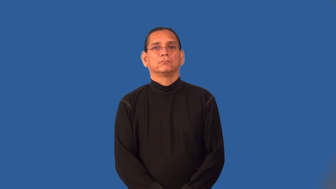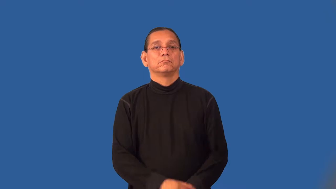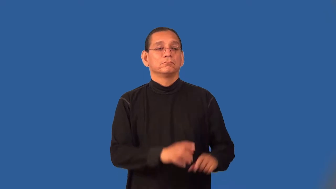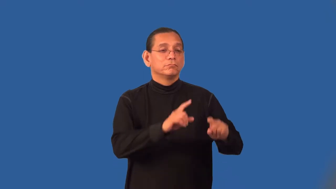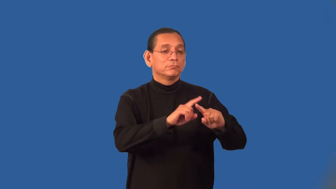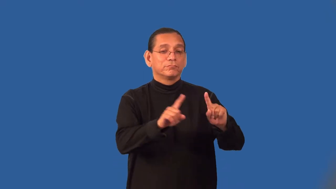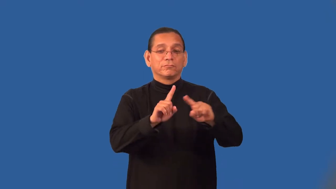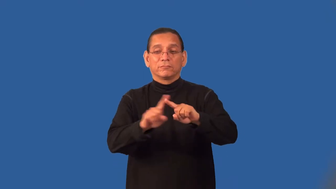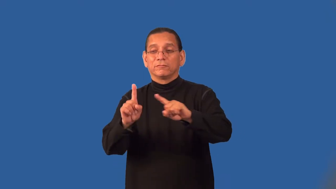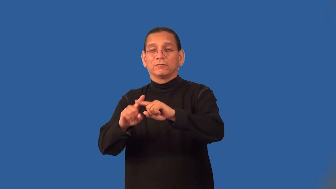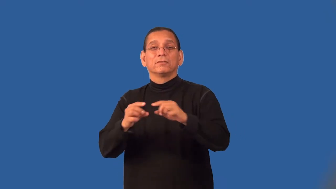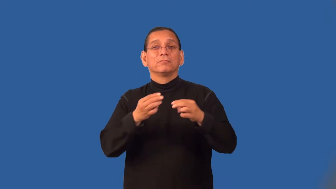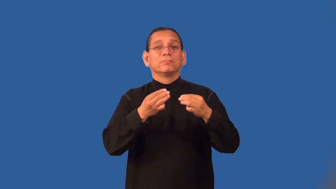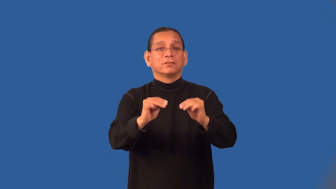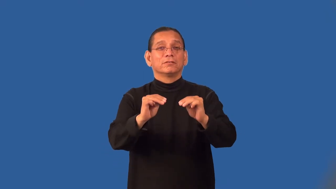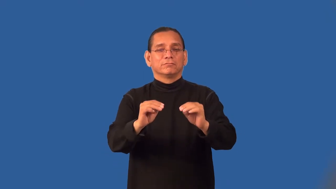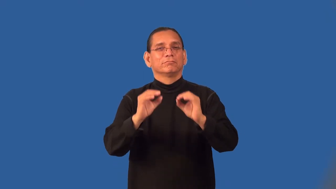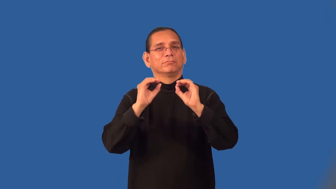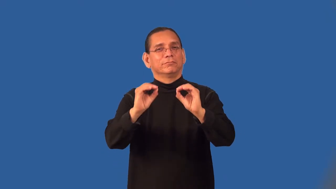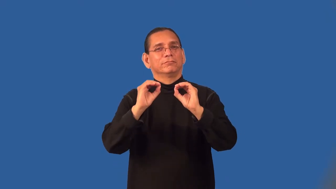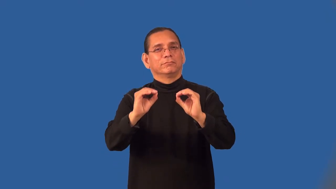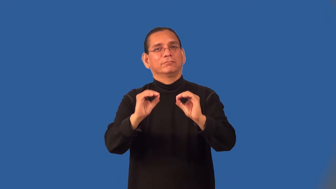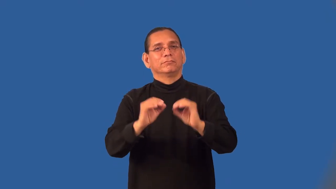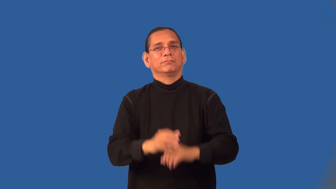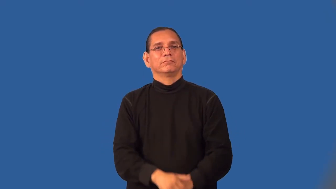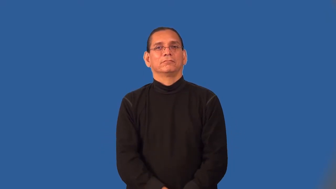pedagogy